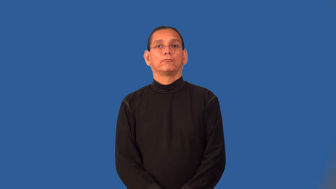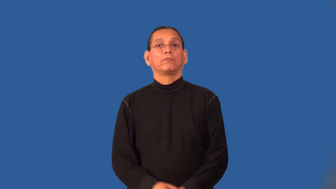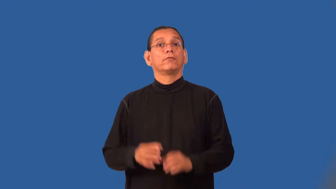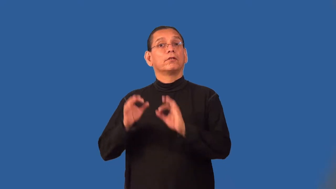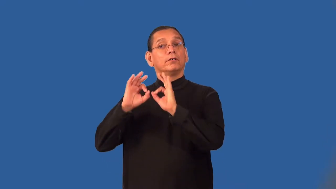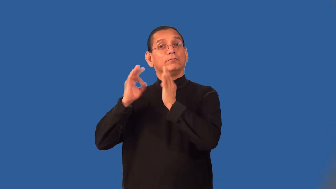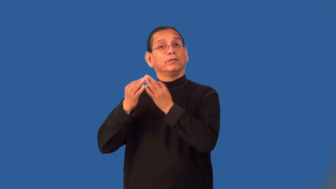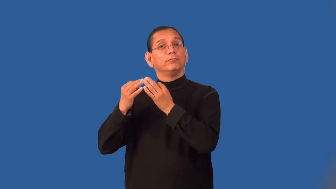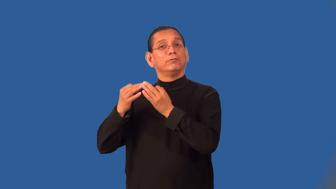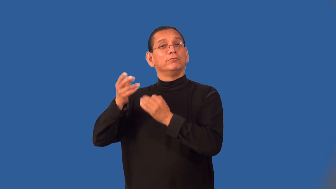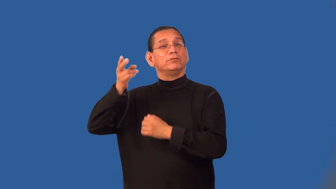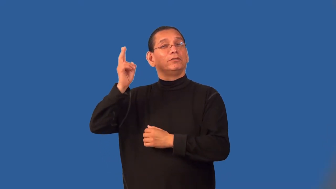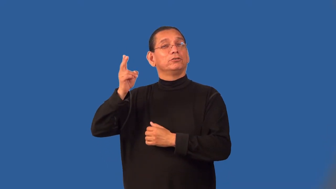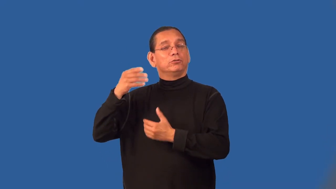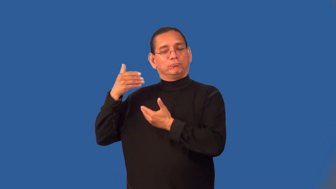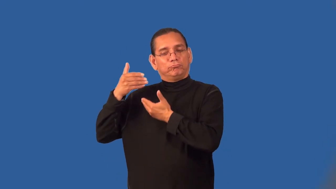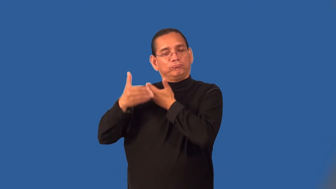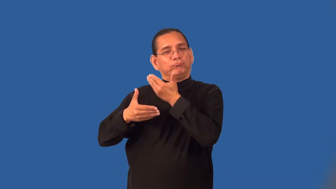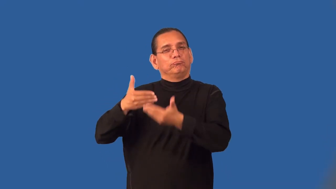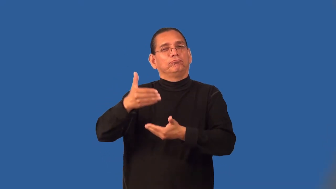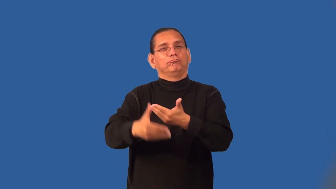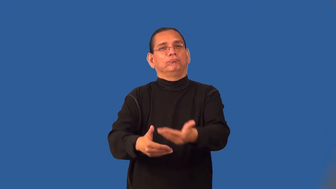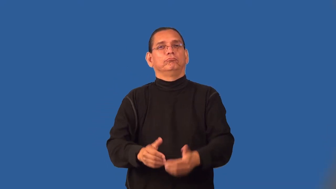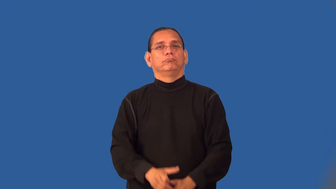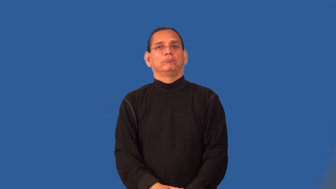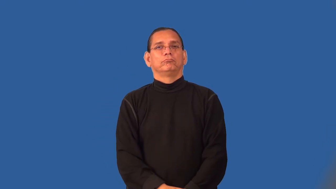pedigree